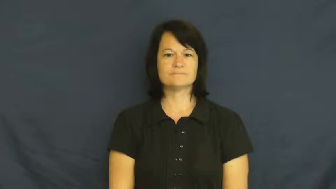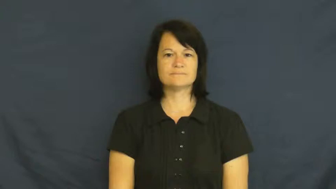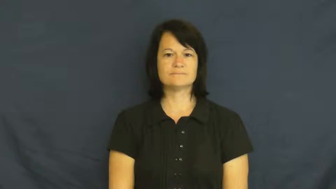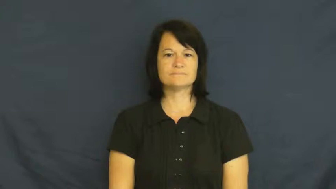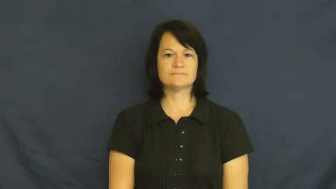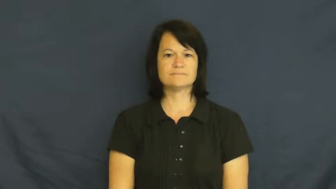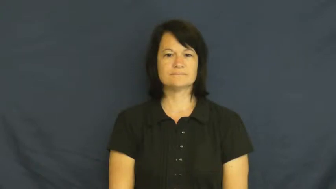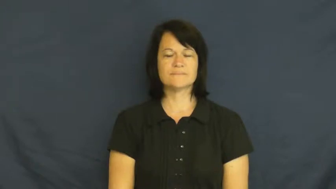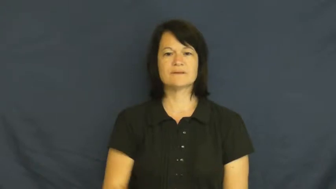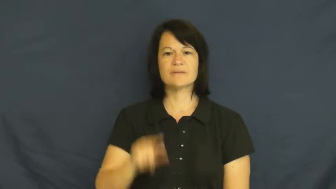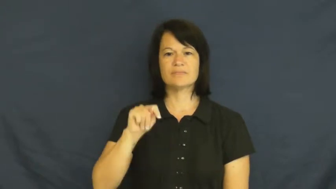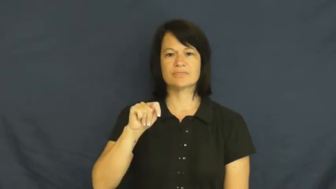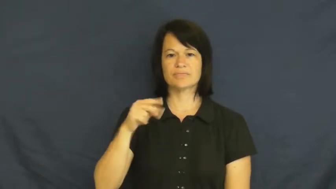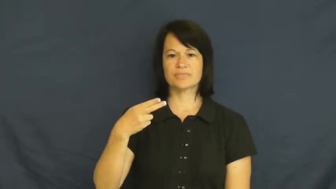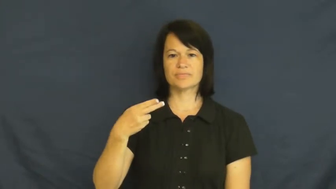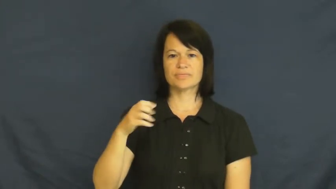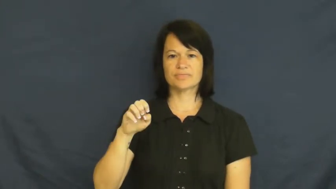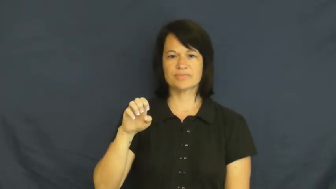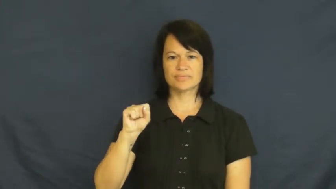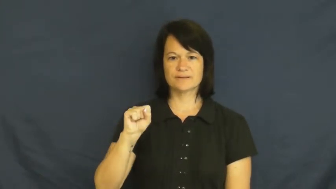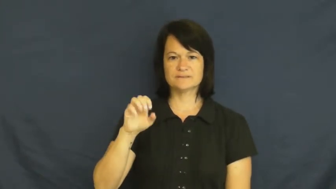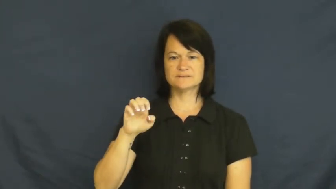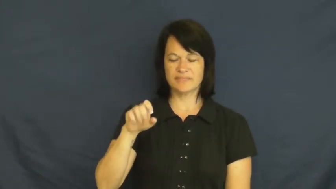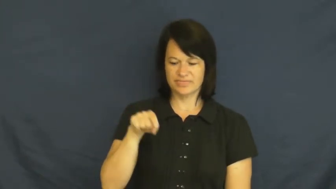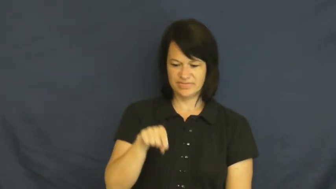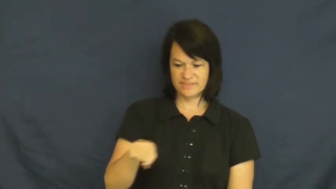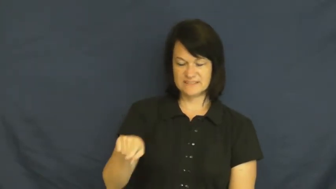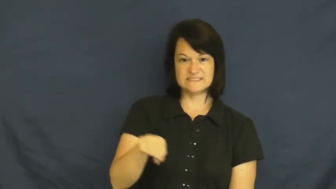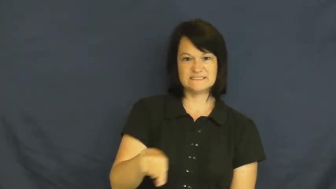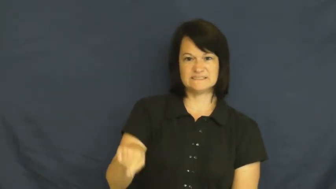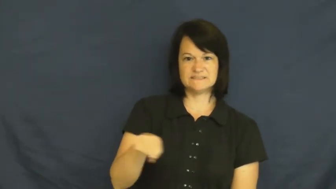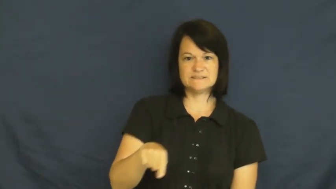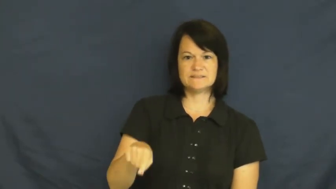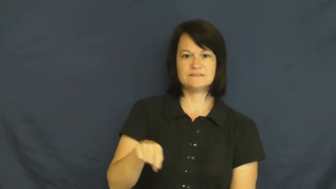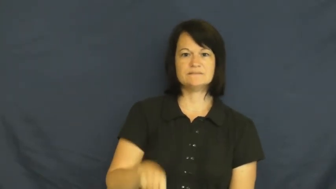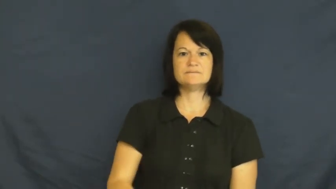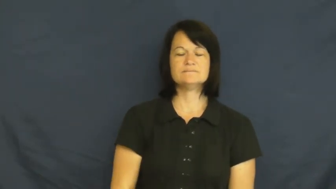these